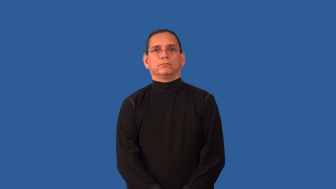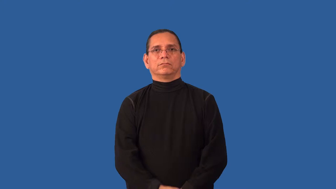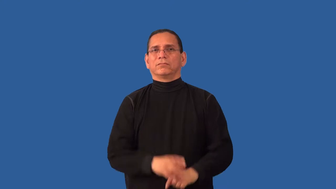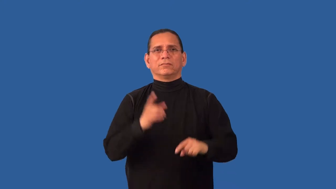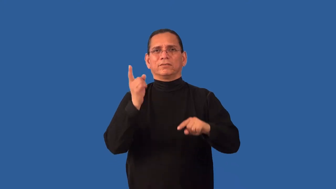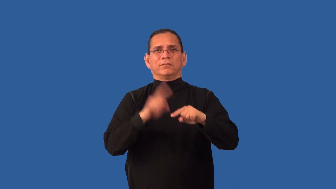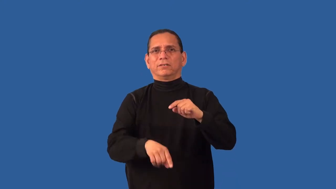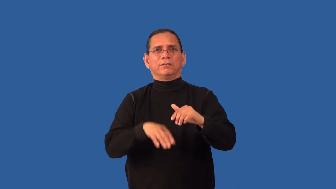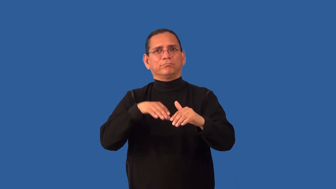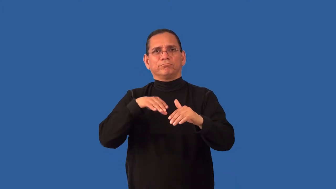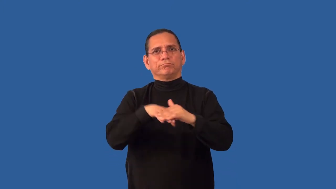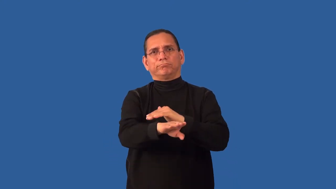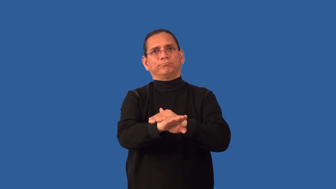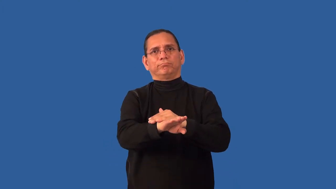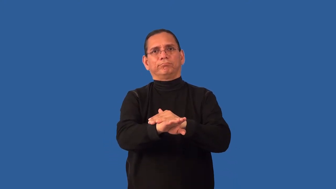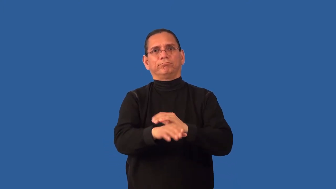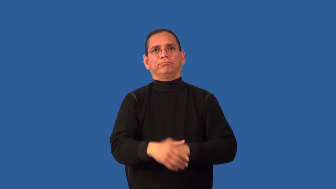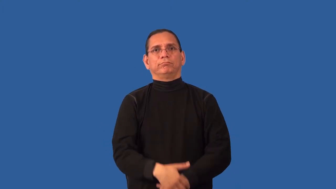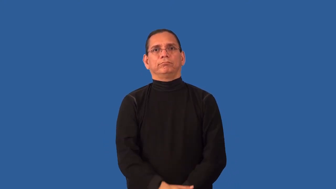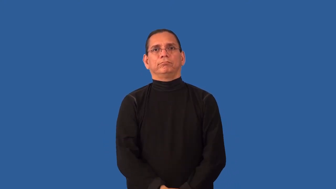impervious-can't enter